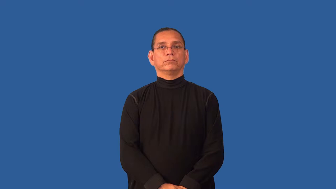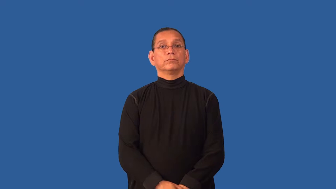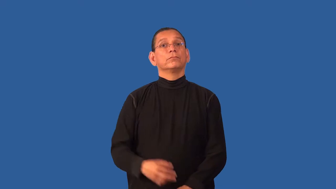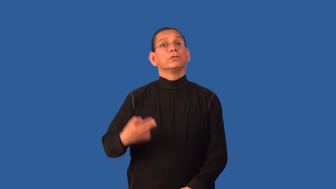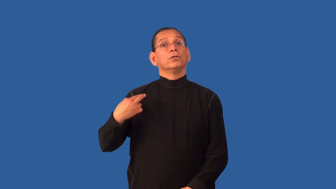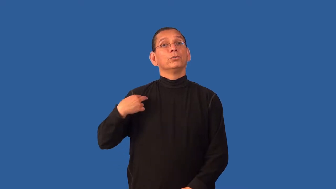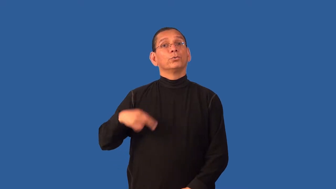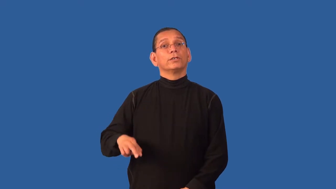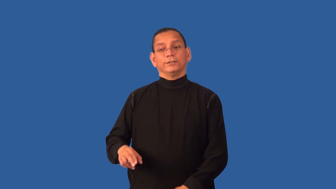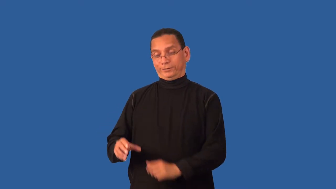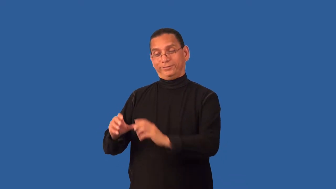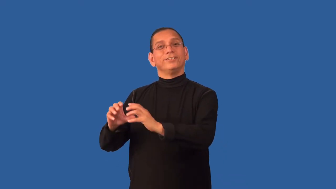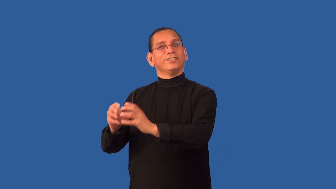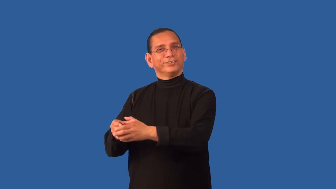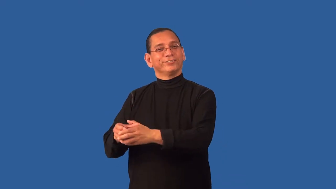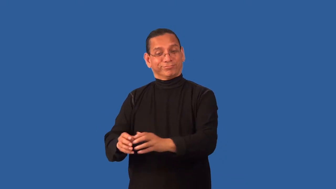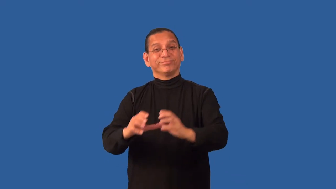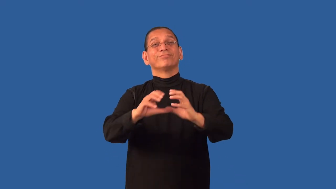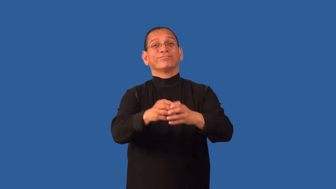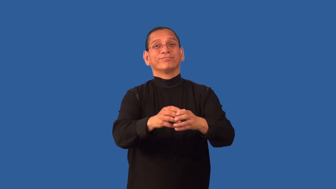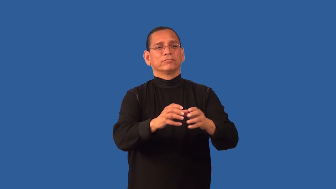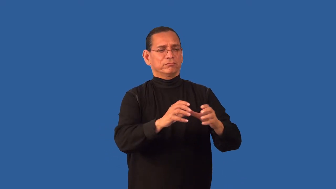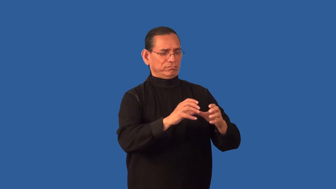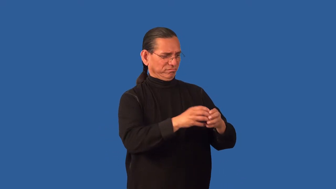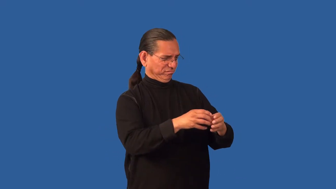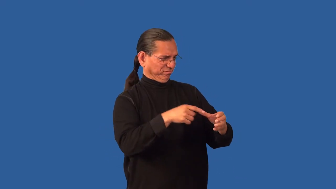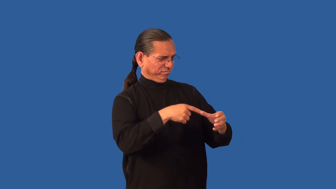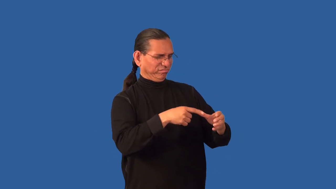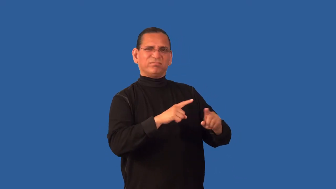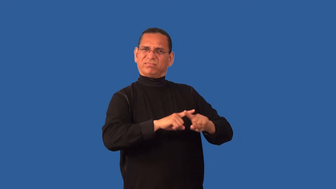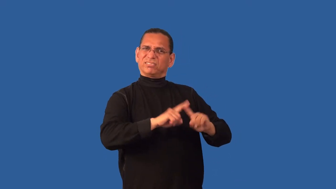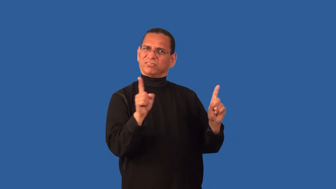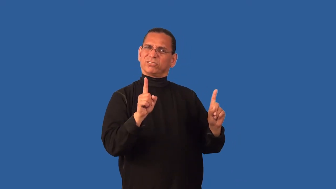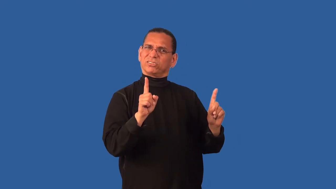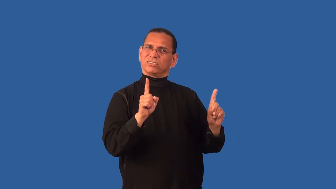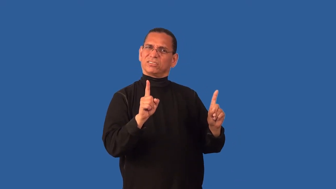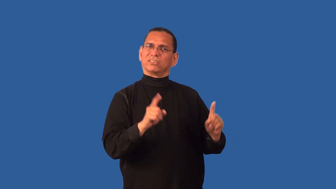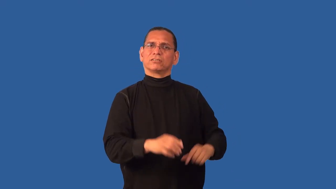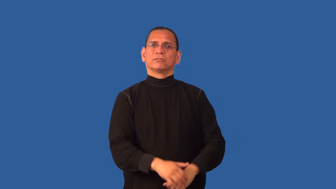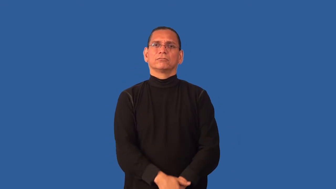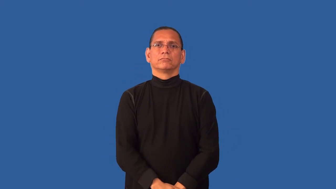cult